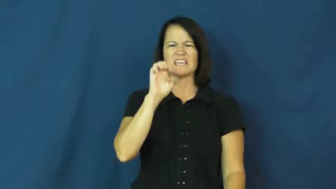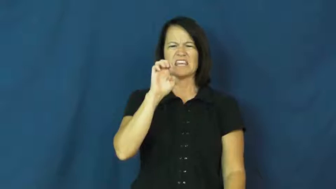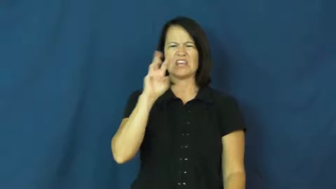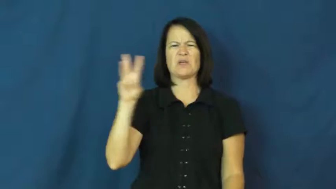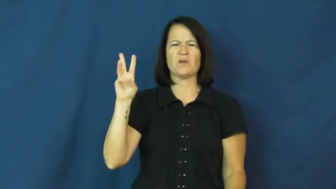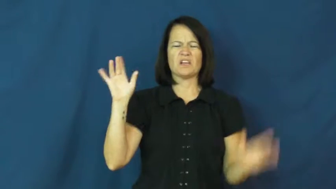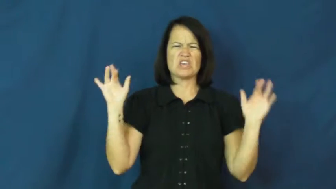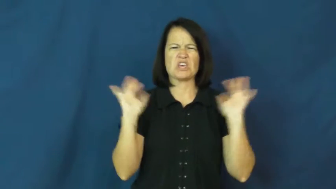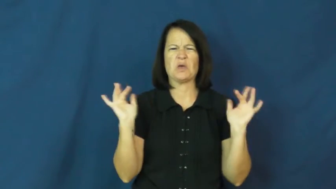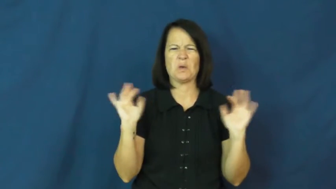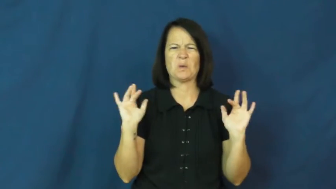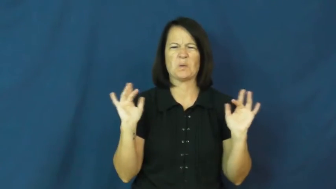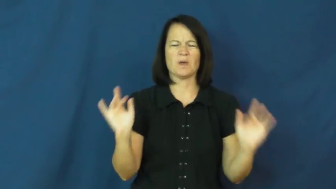eww,gross out